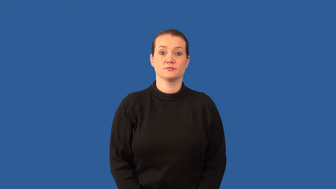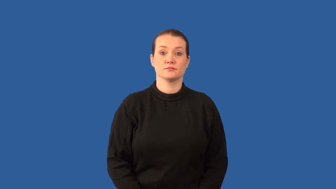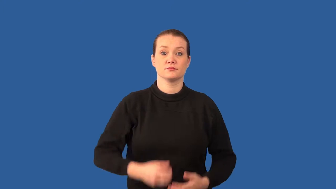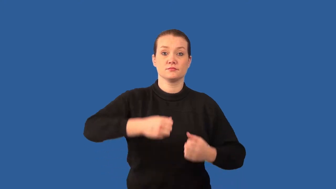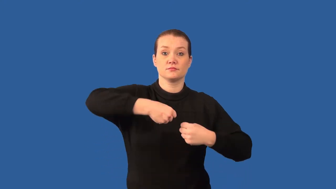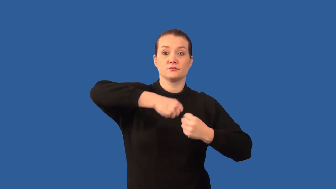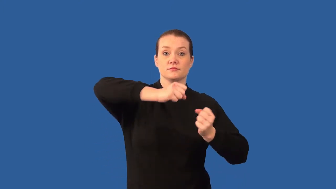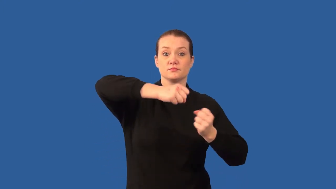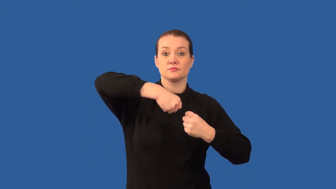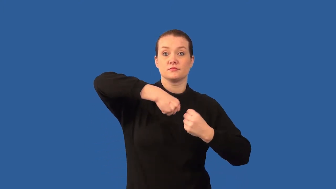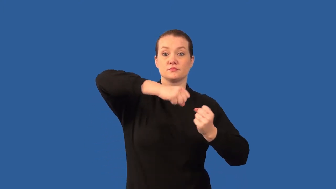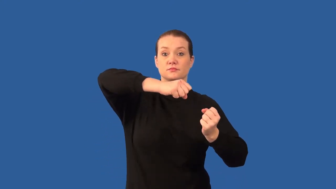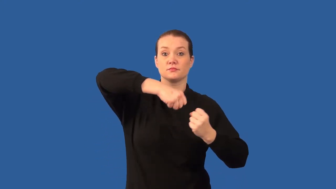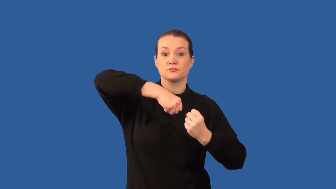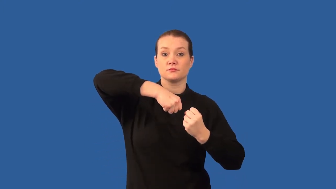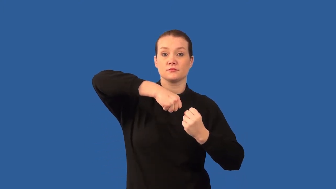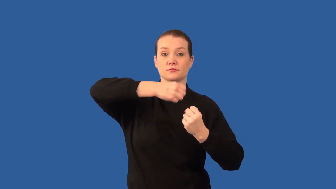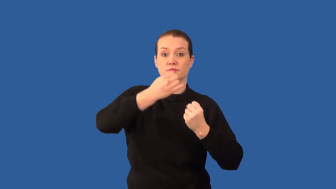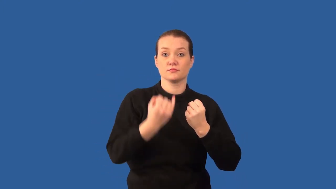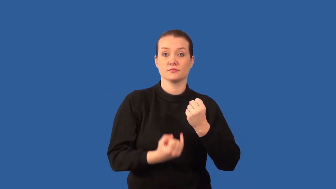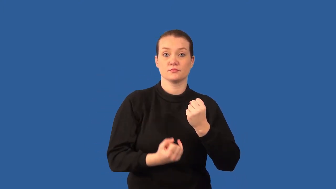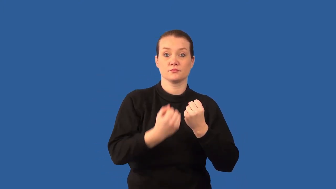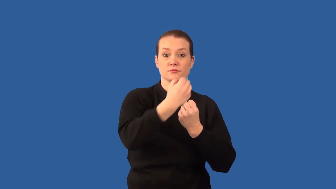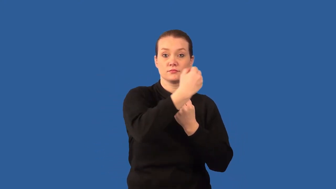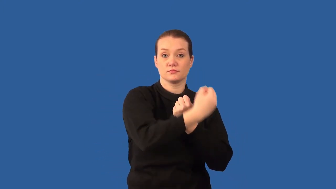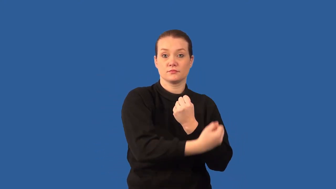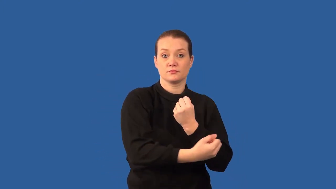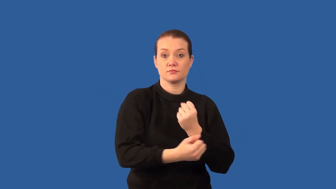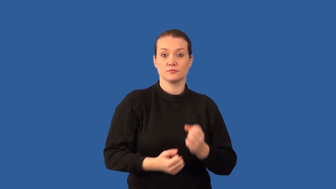ligament